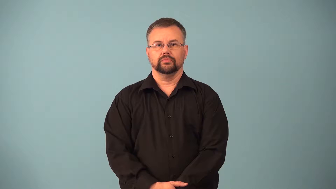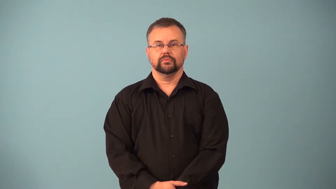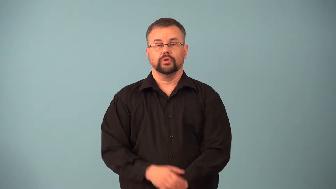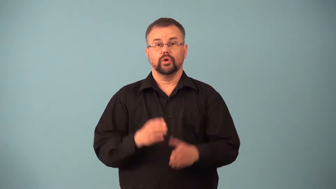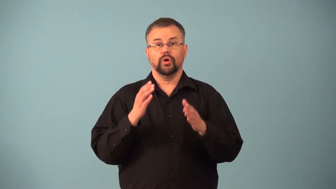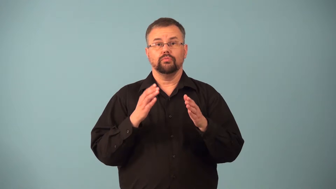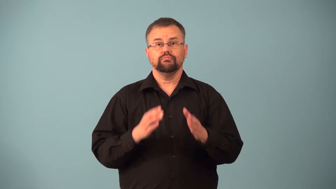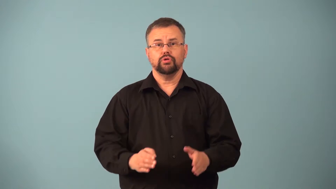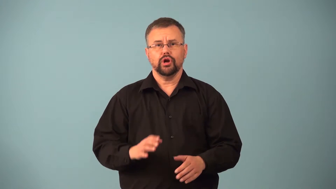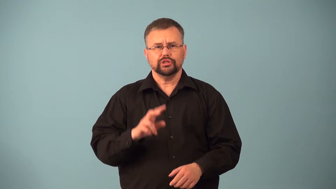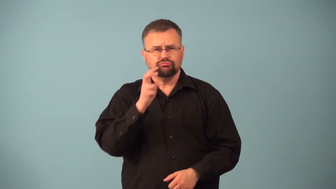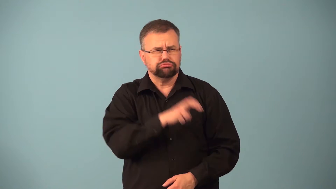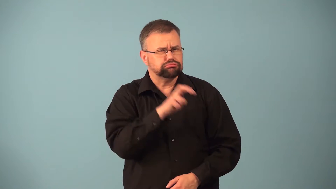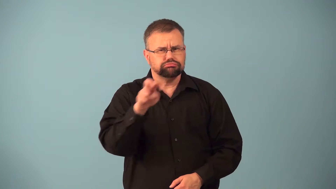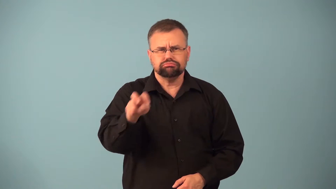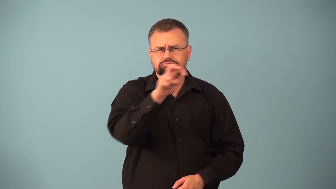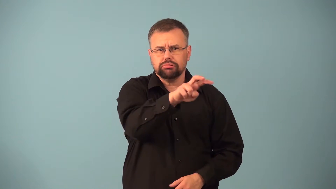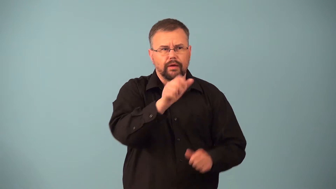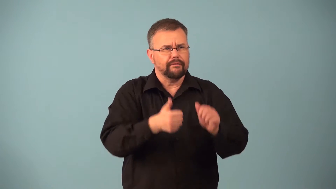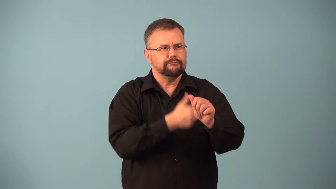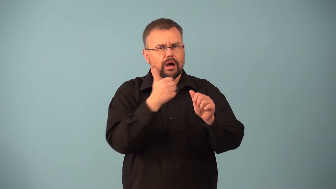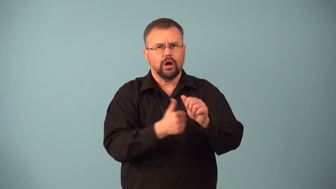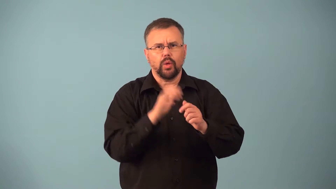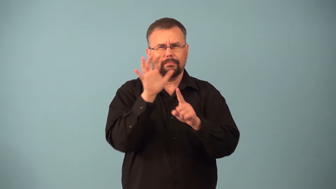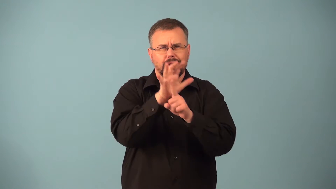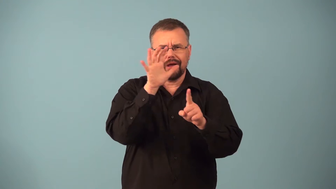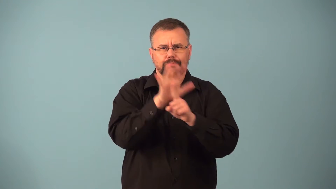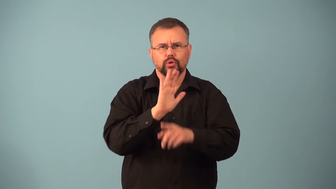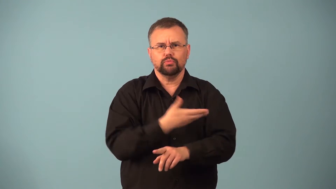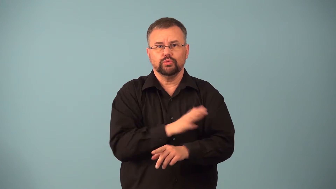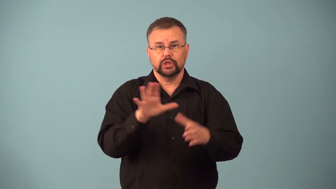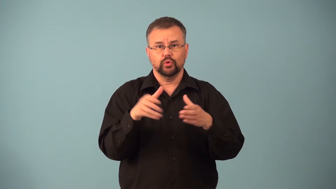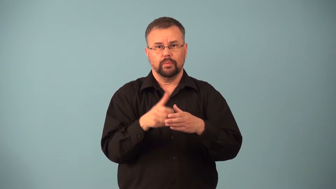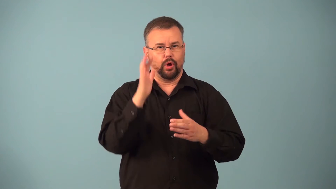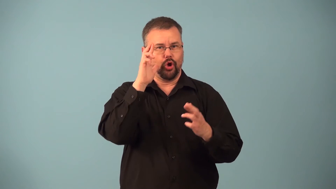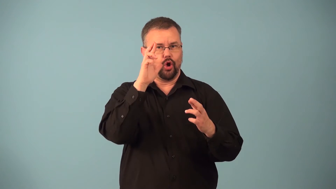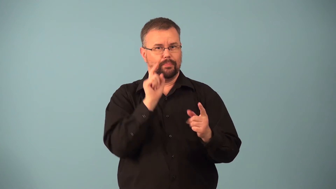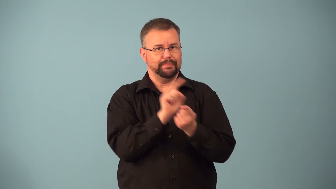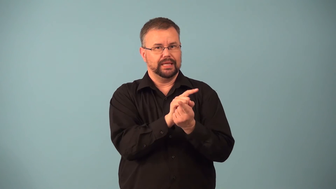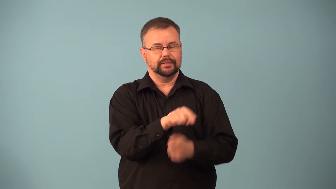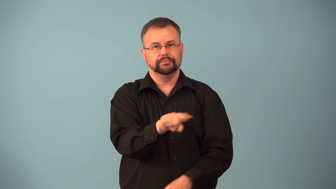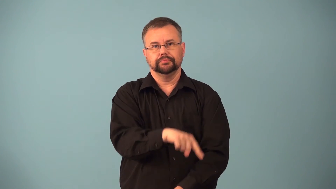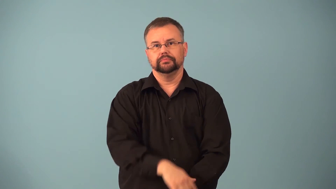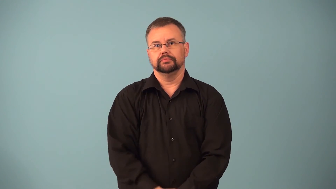groupie